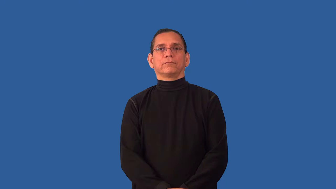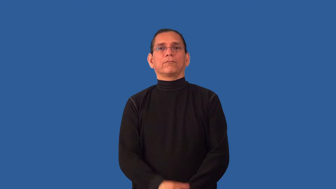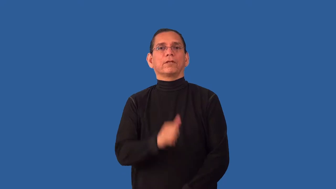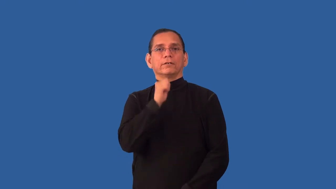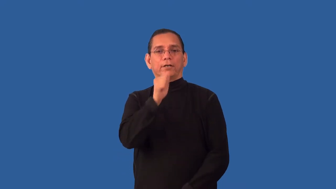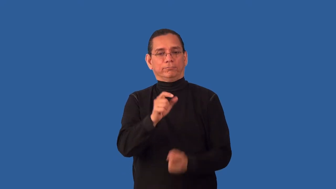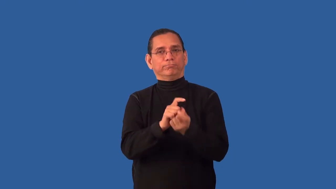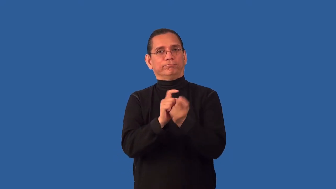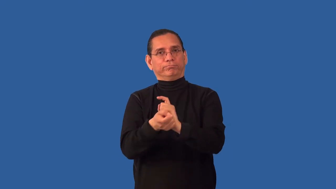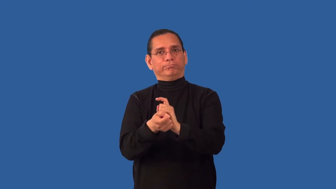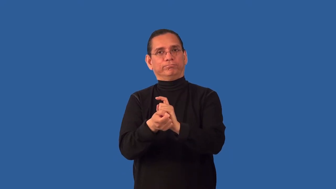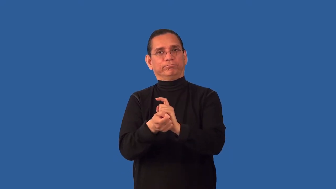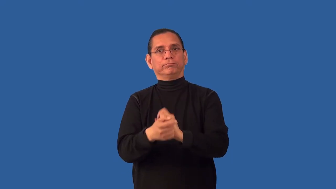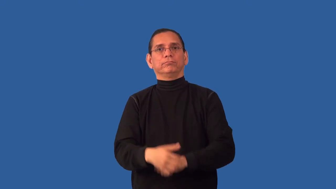uncorrected,unedited,uncensored,unchanged,ossify,unmodified,unreformed